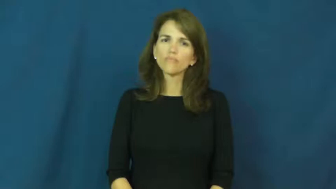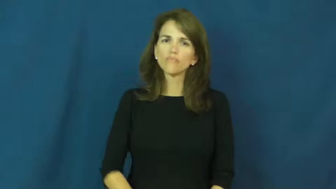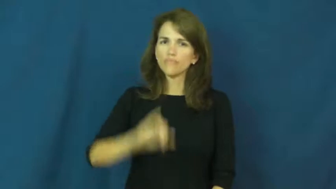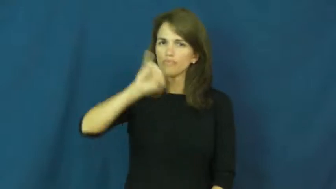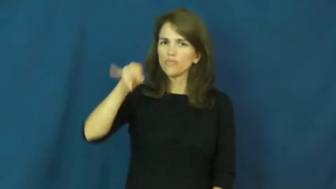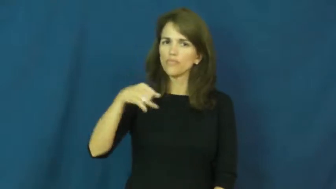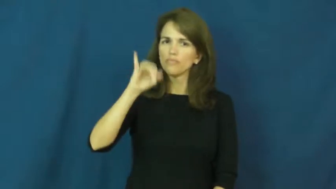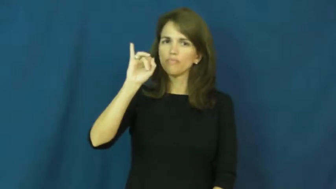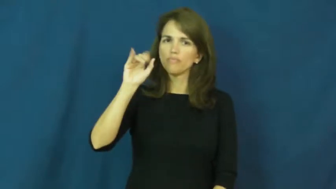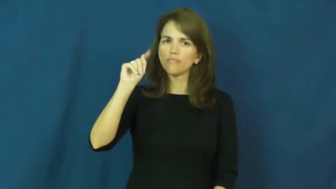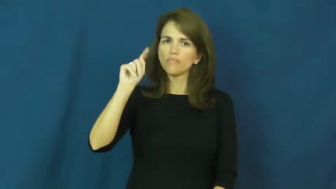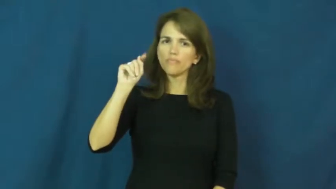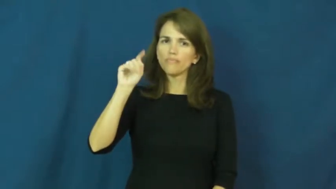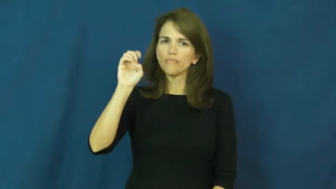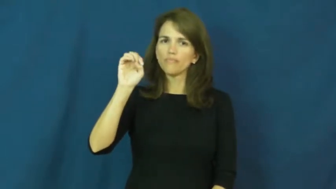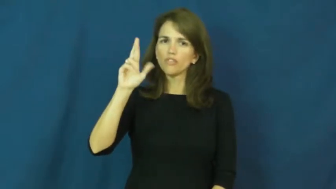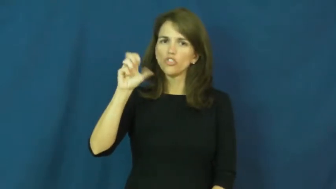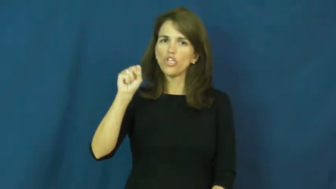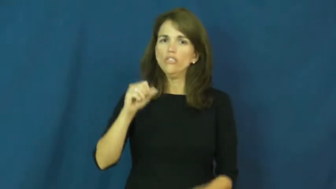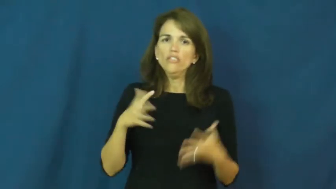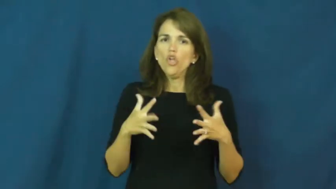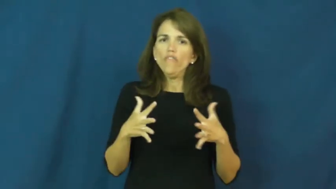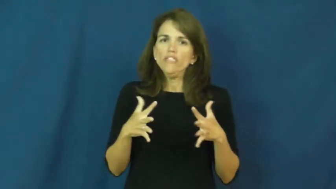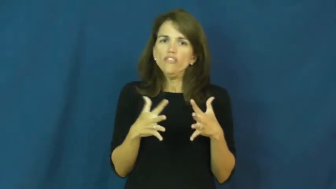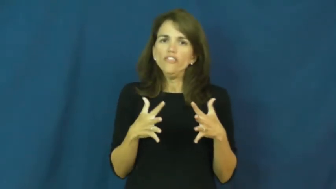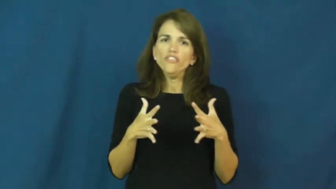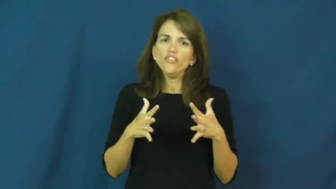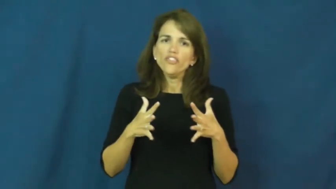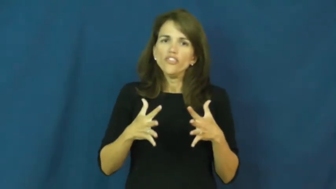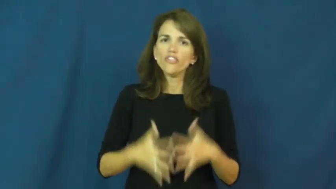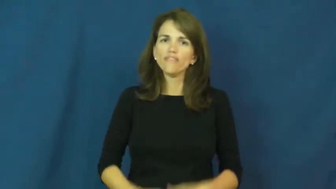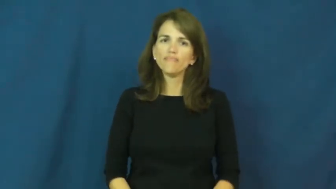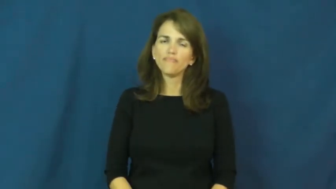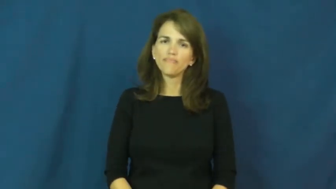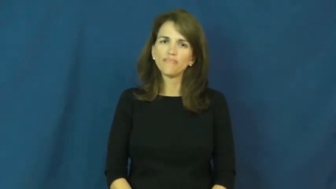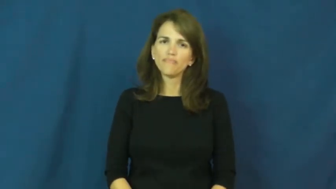jitters